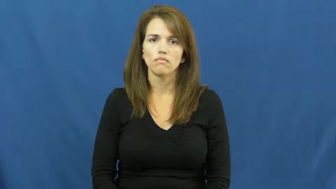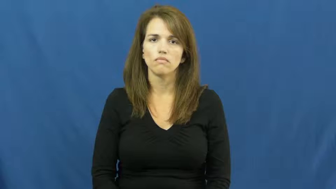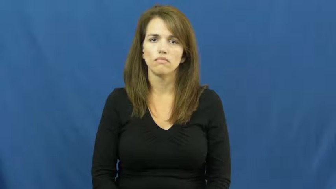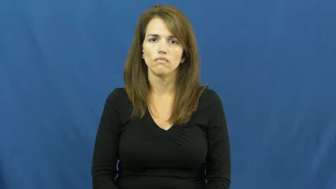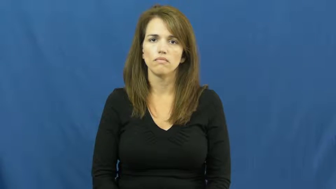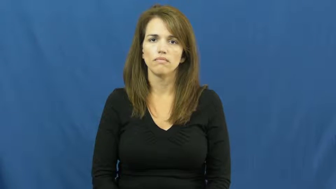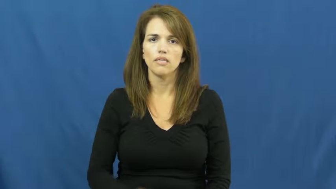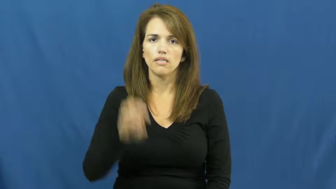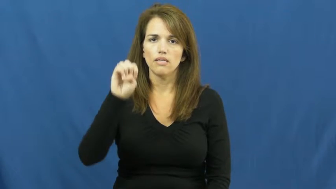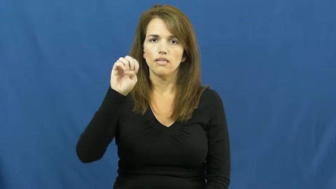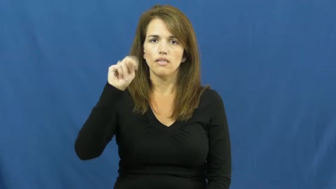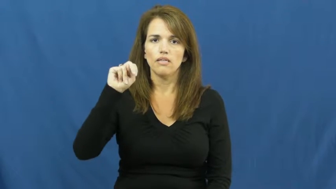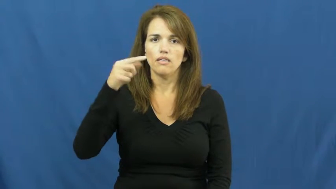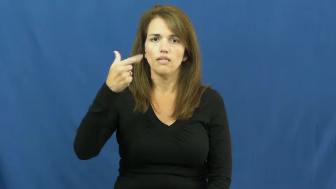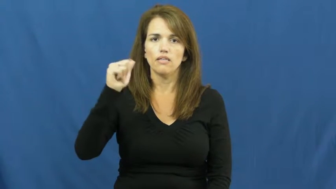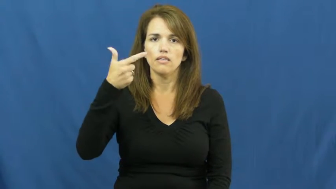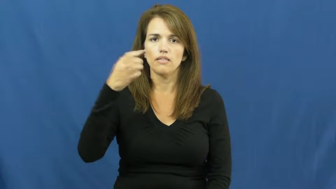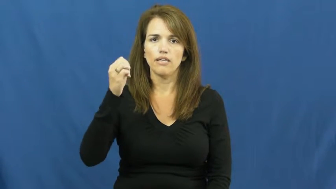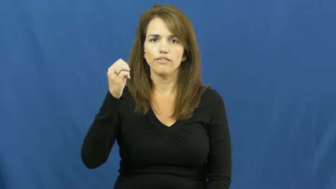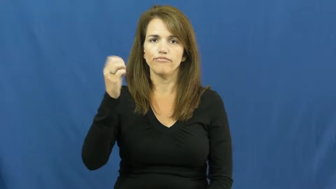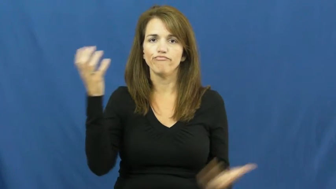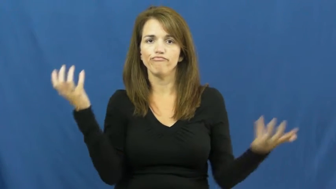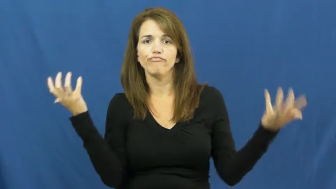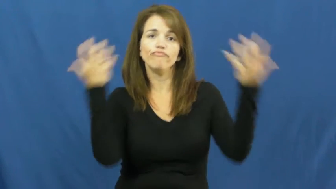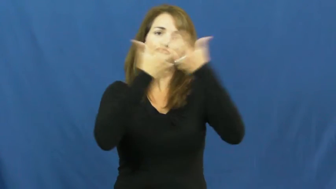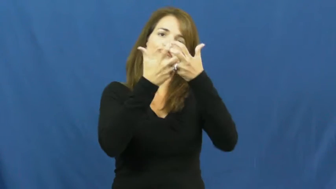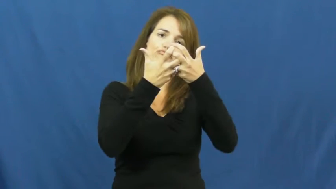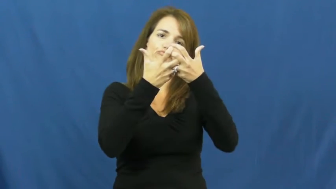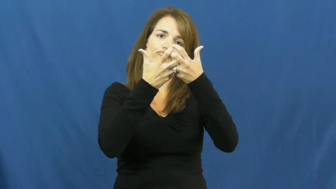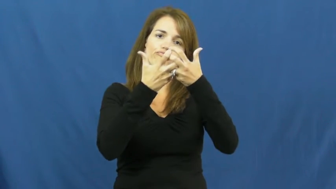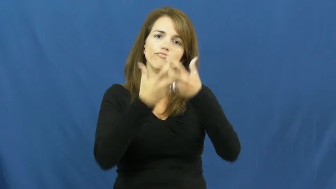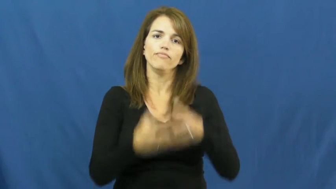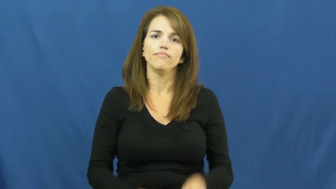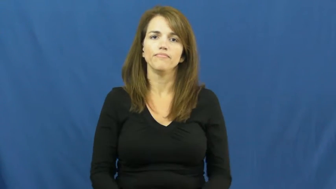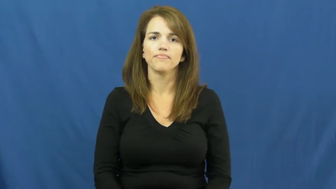engage